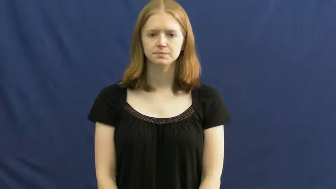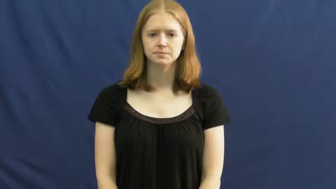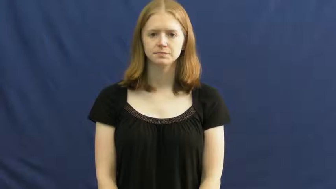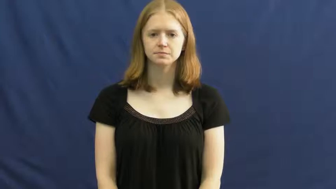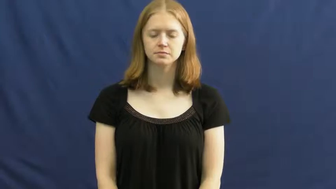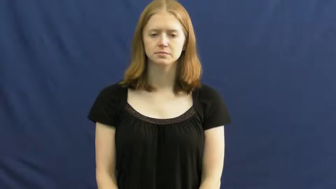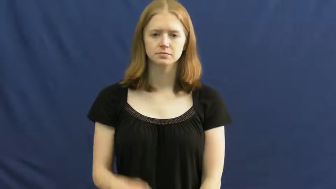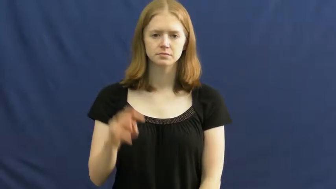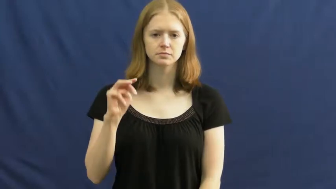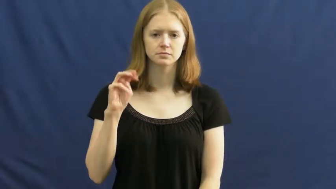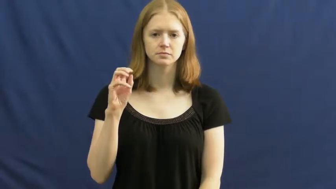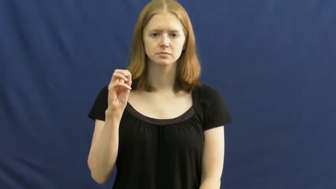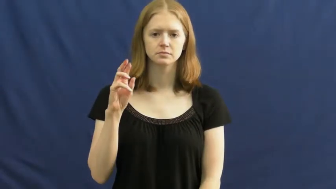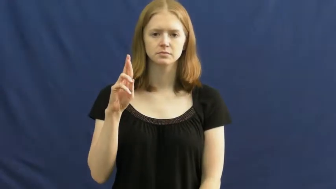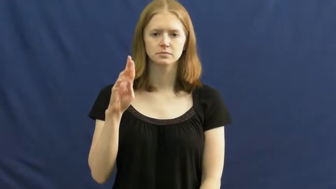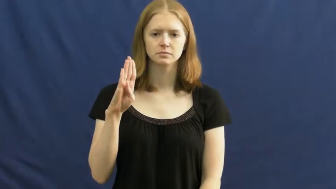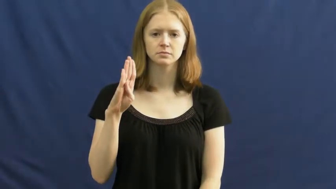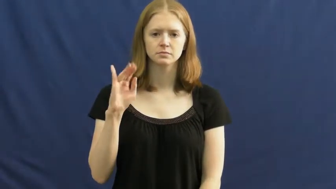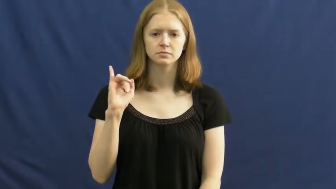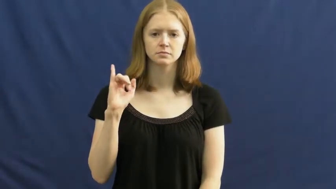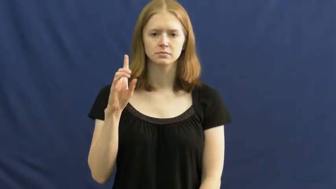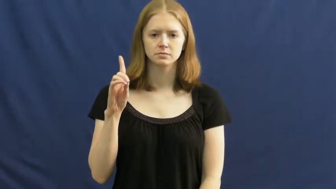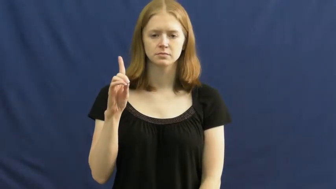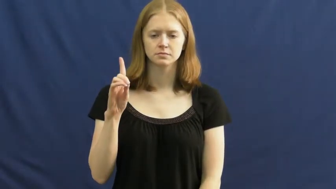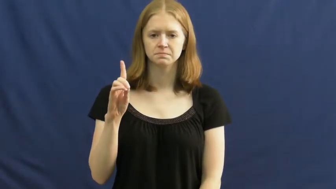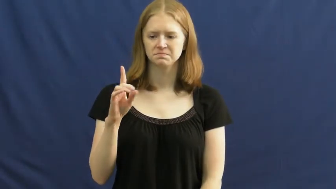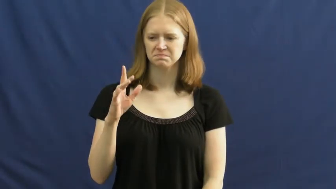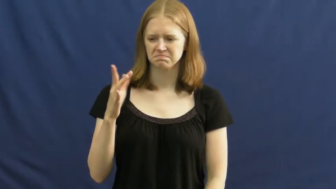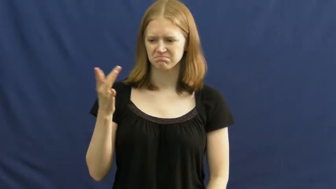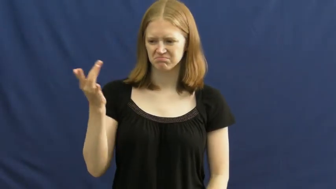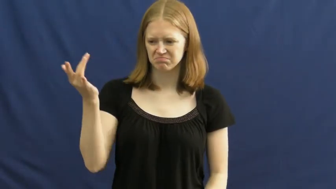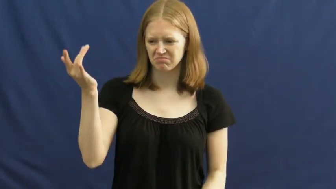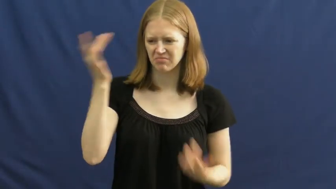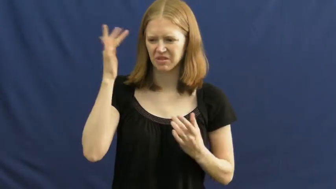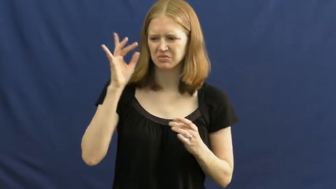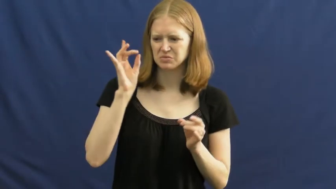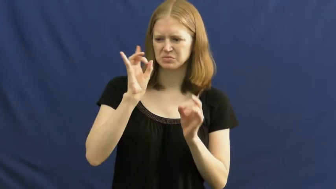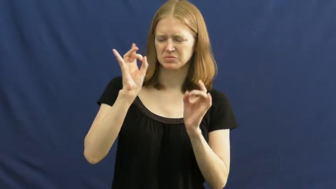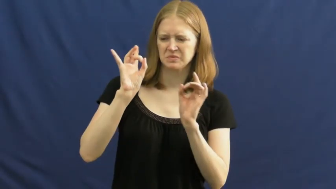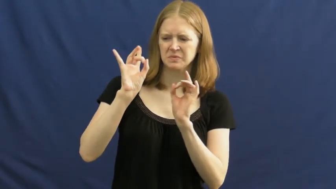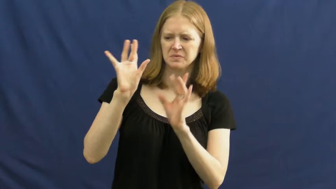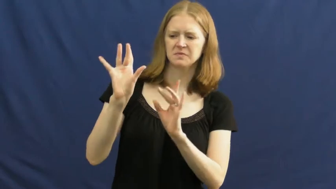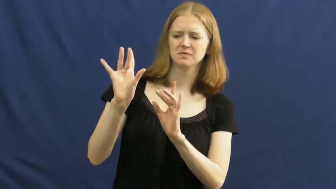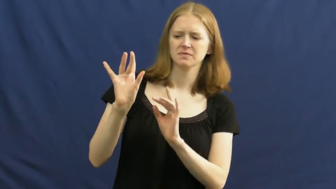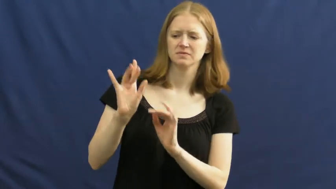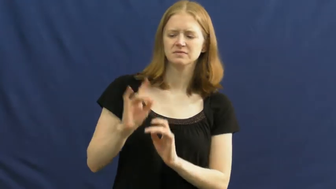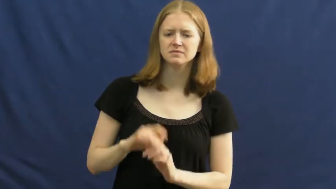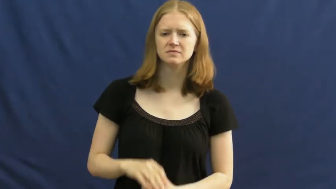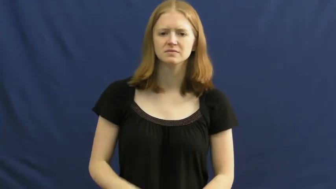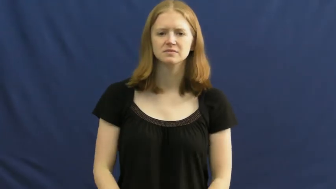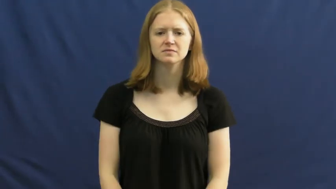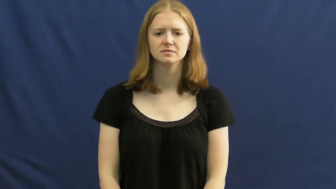morbid